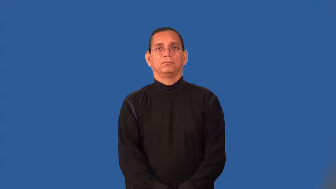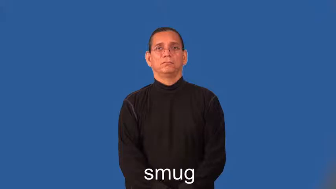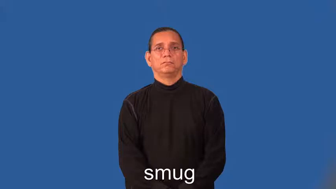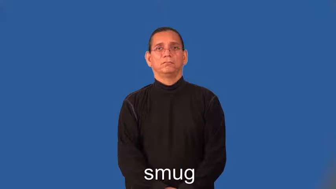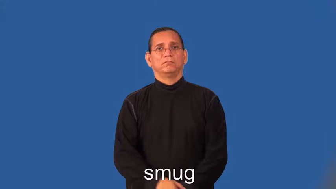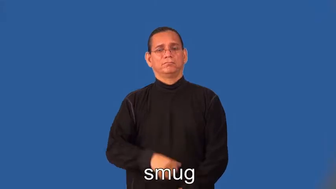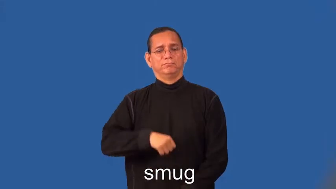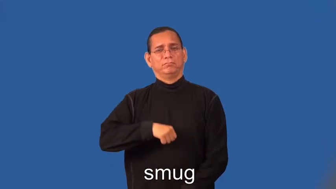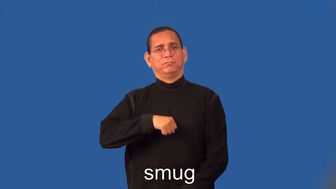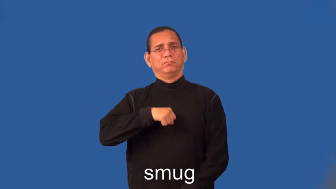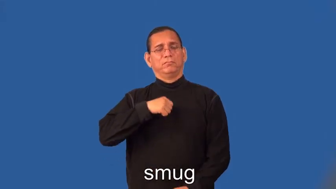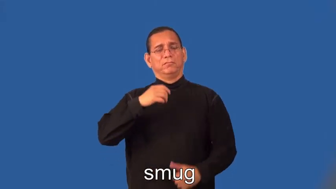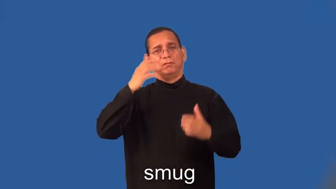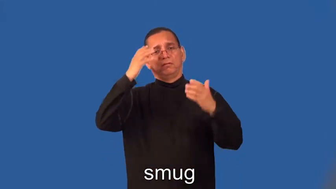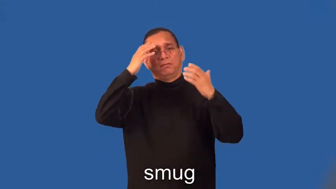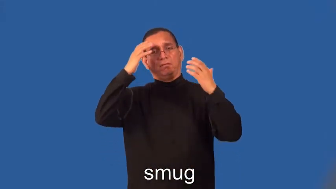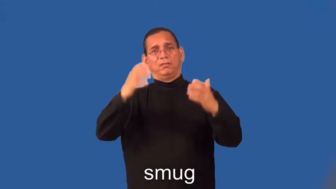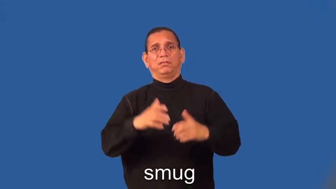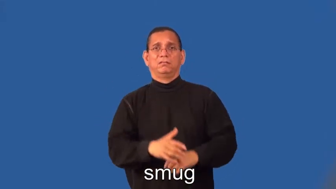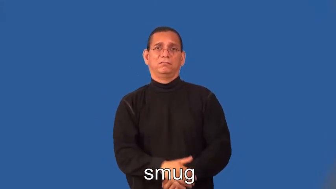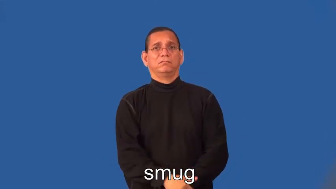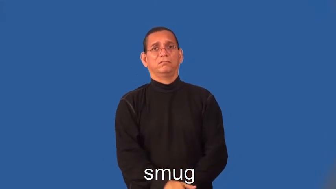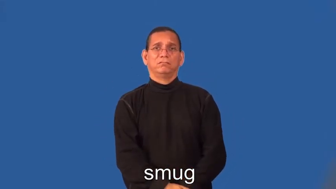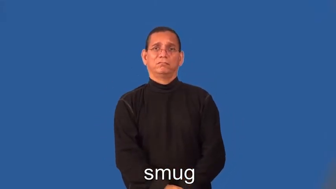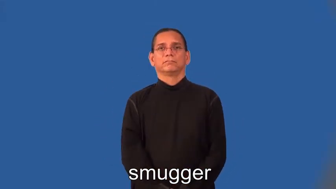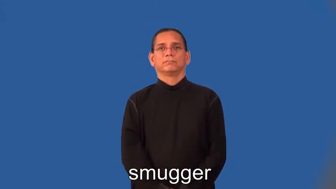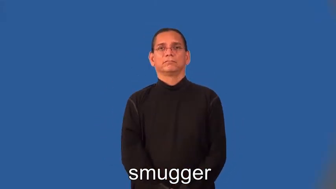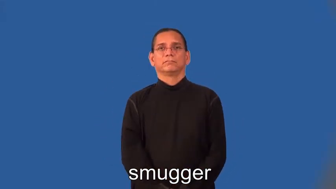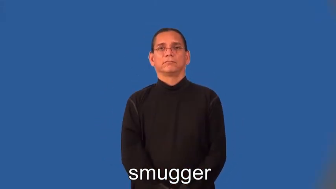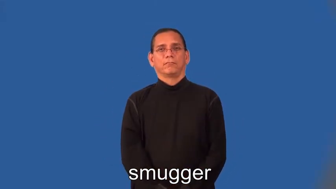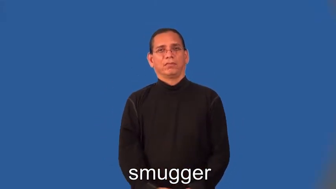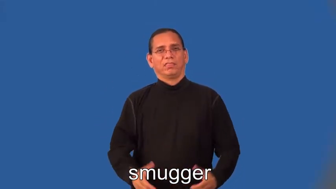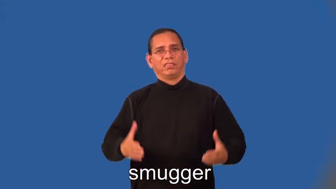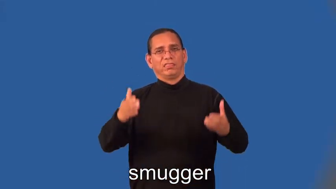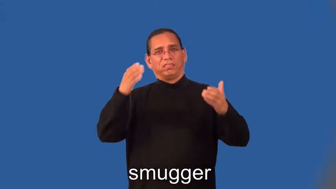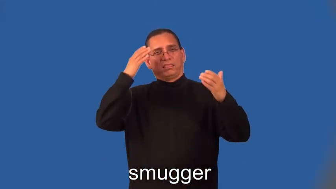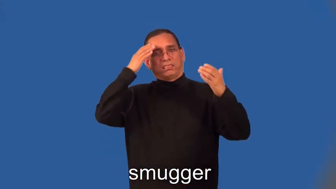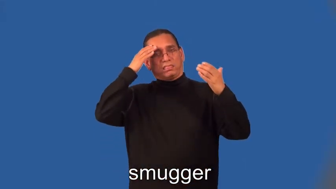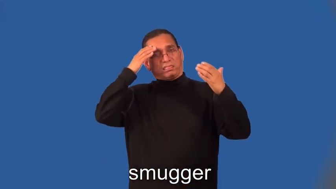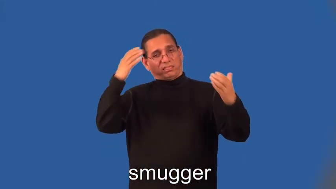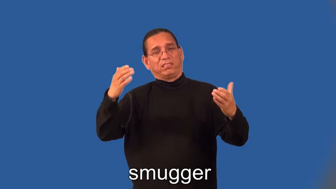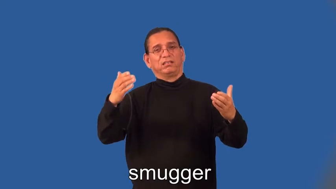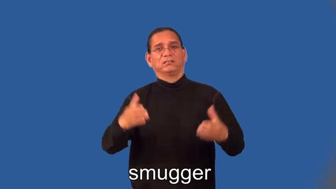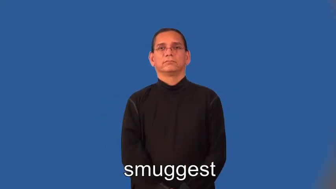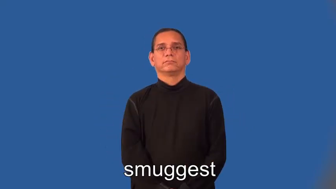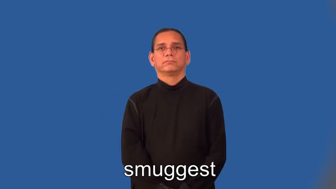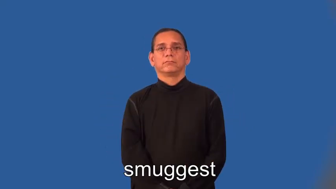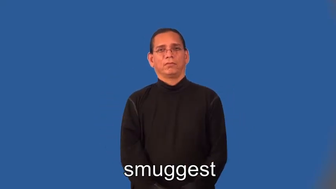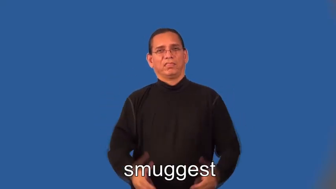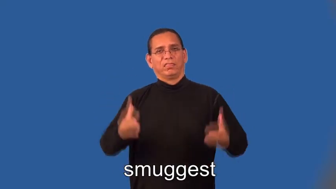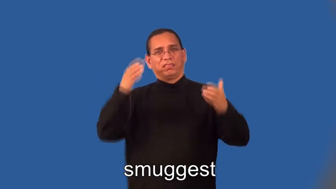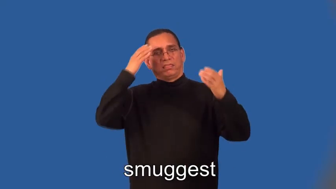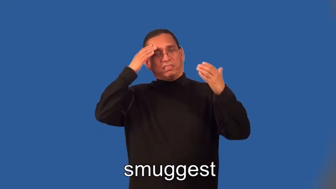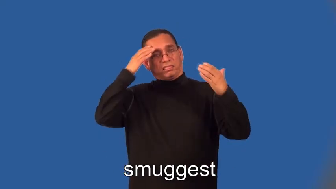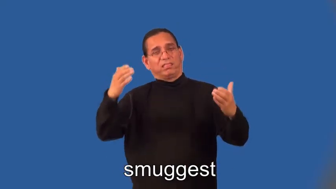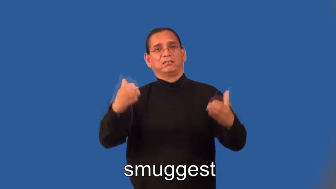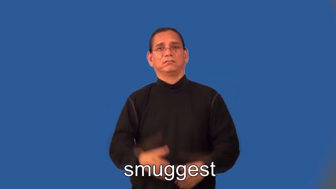smugger,smuggest